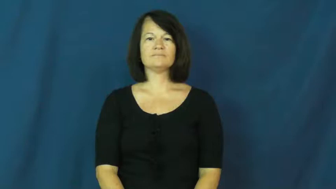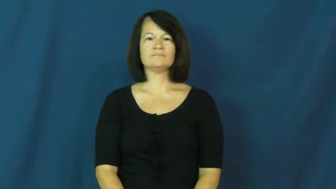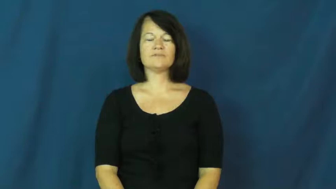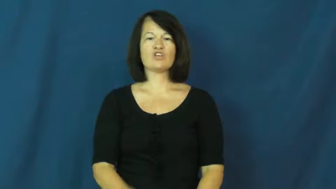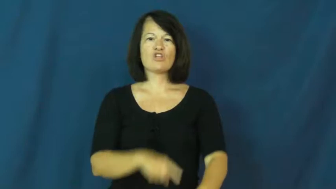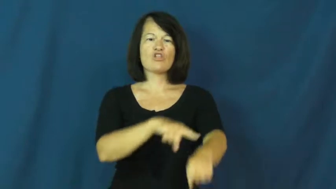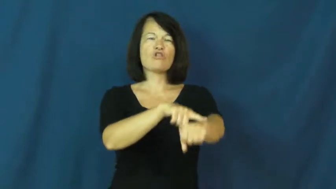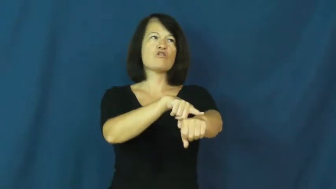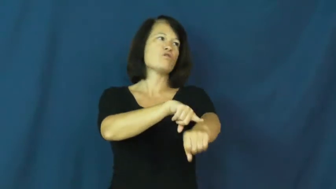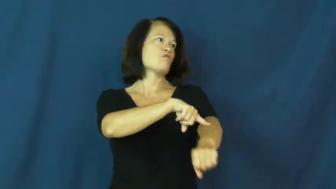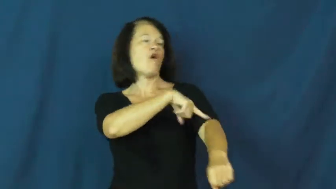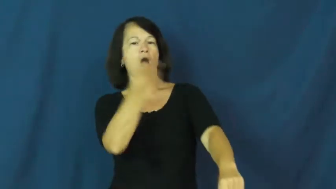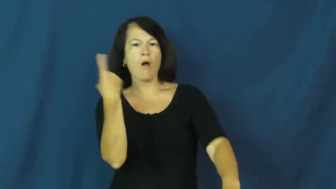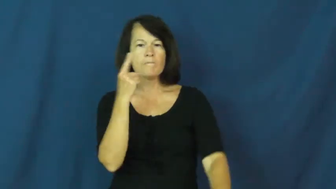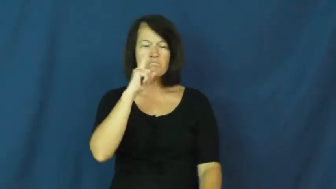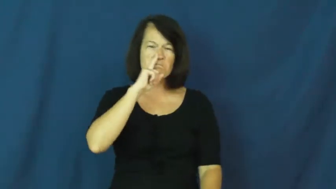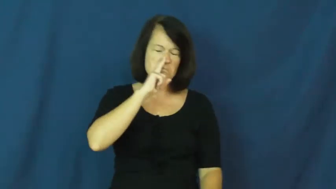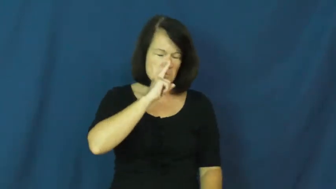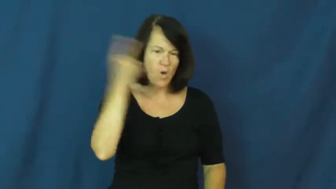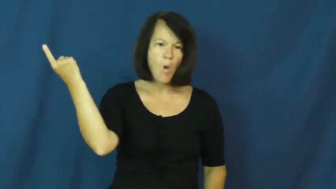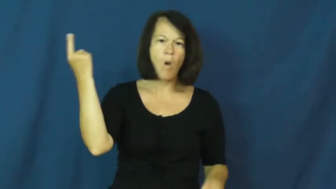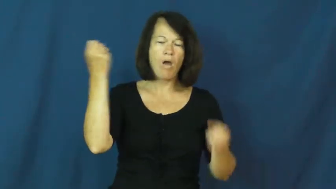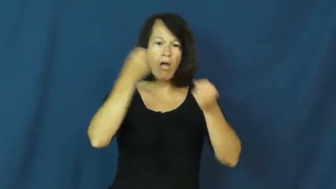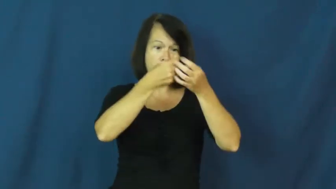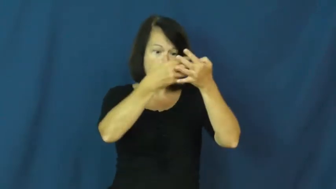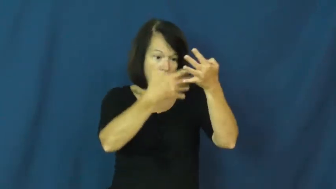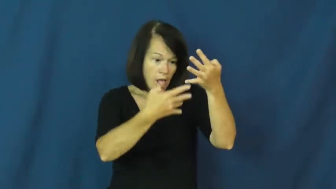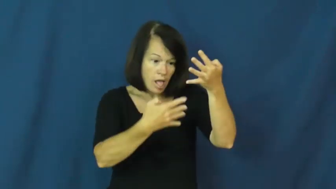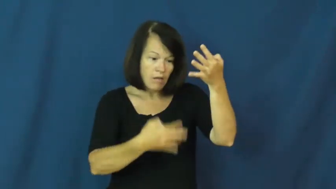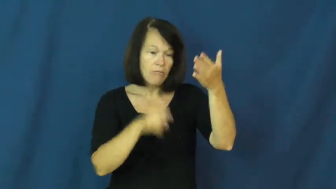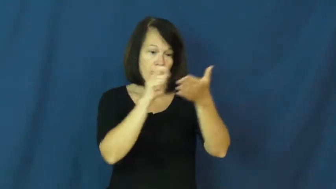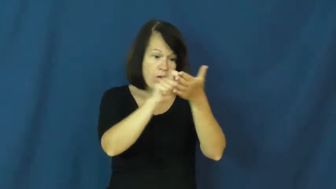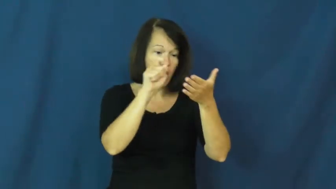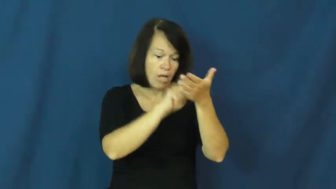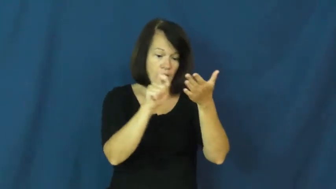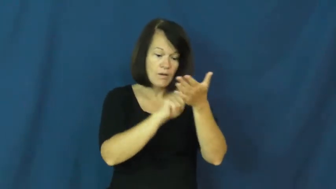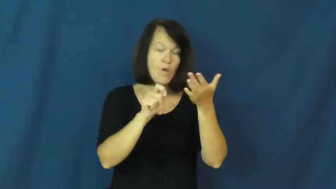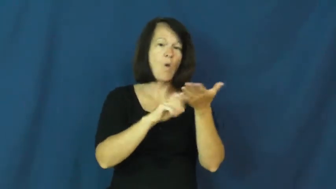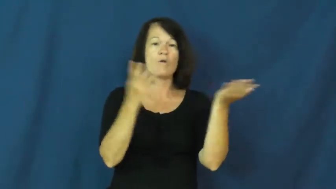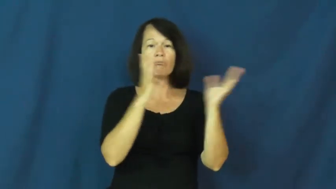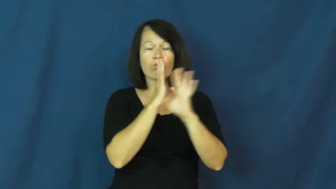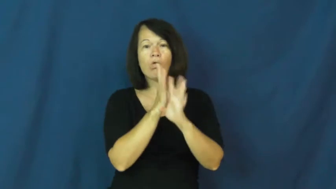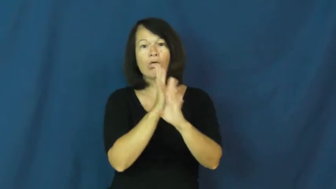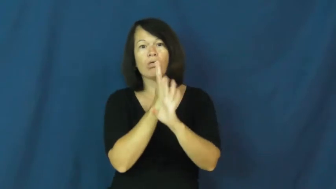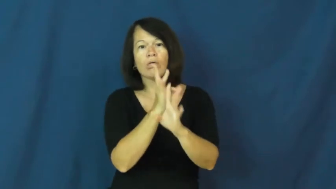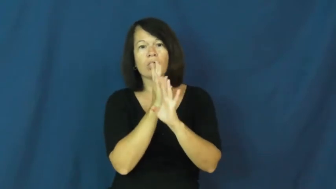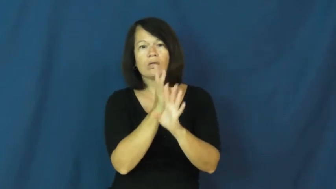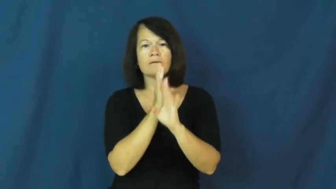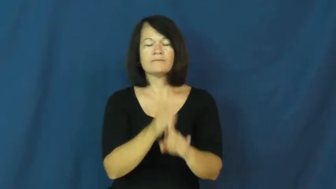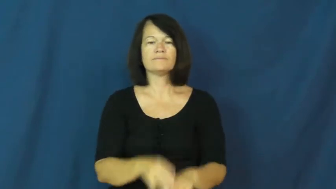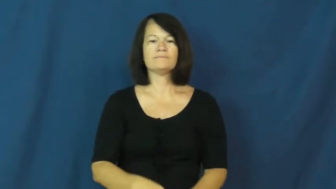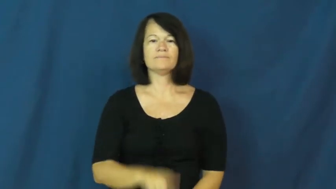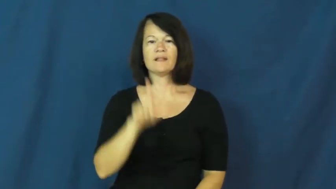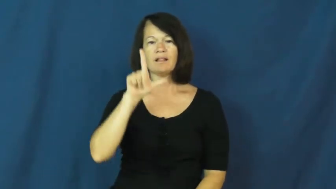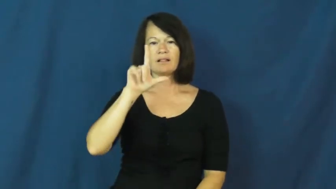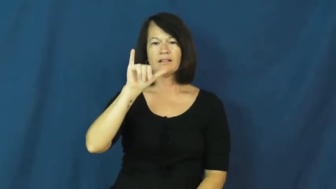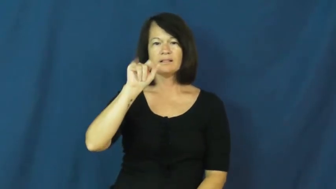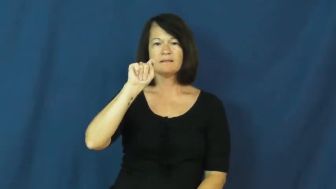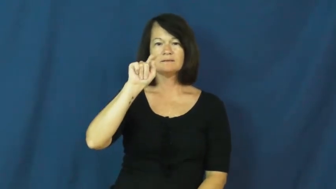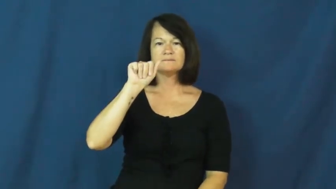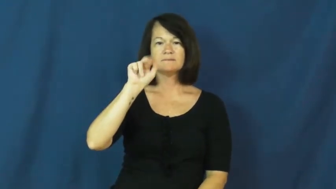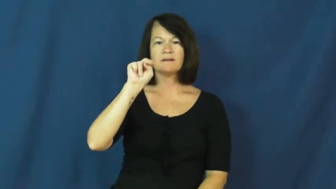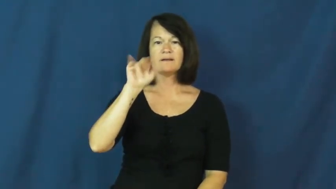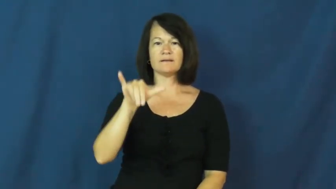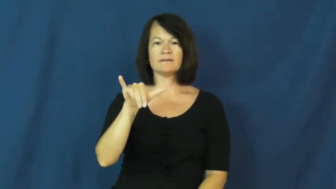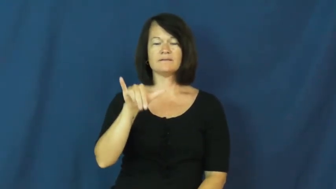litany